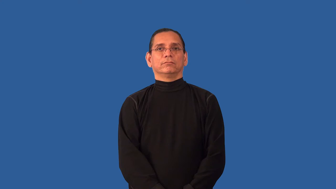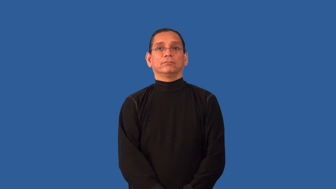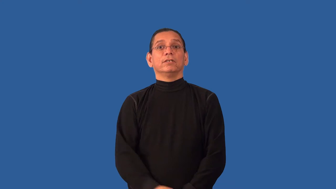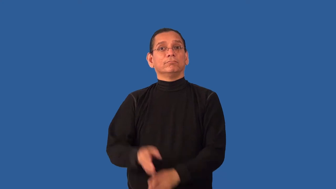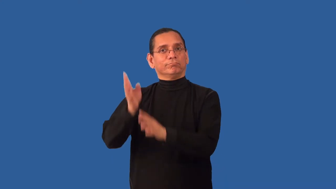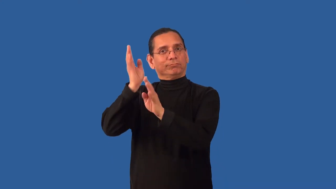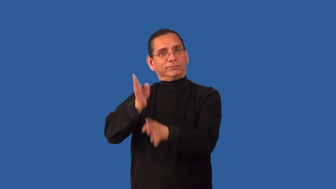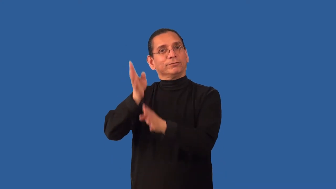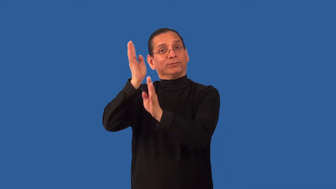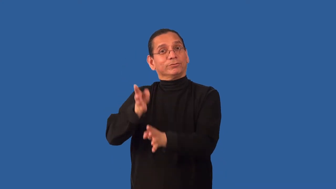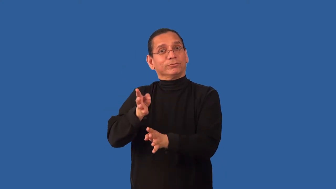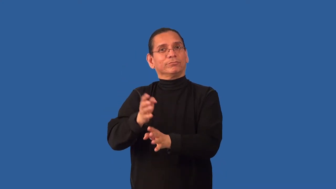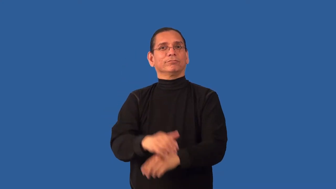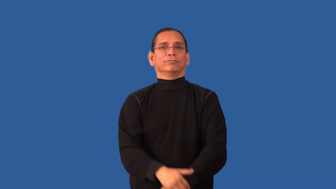retrieve-download